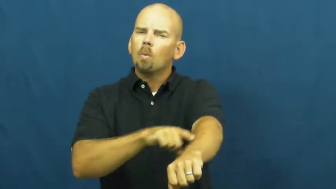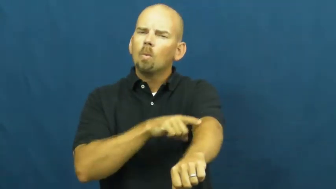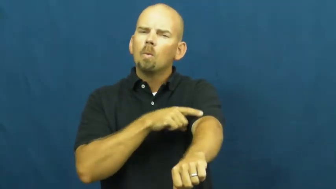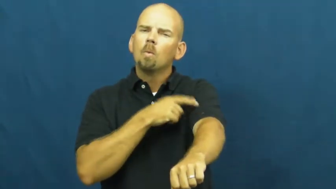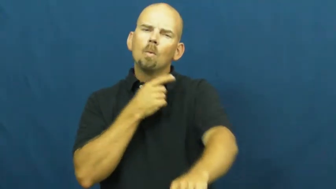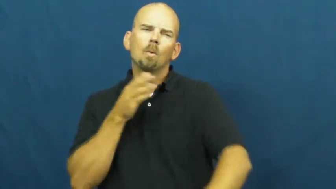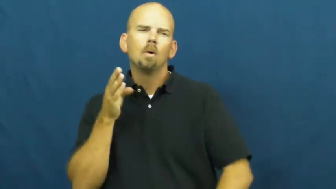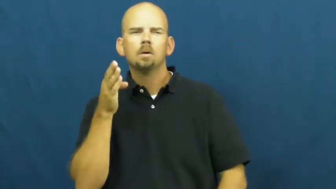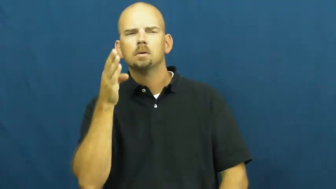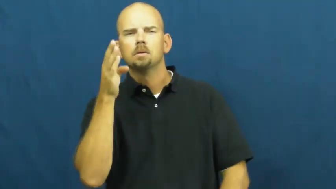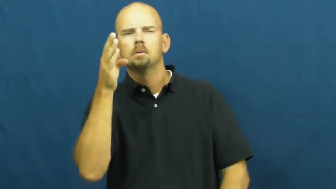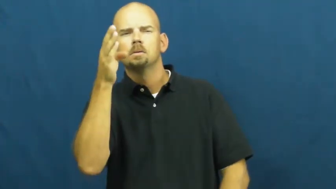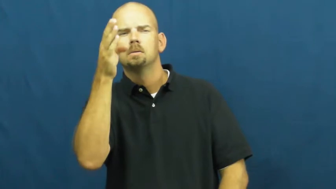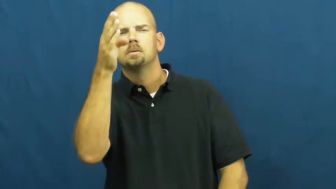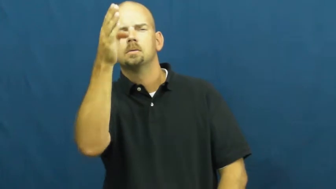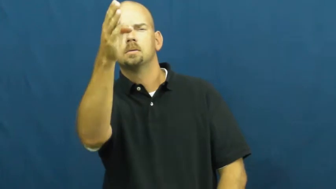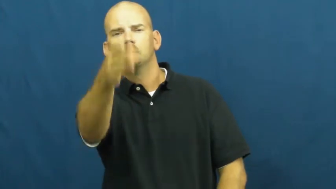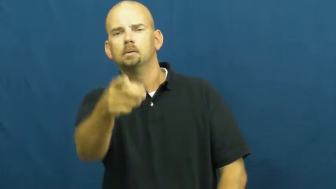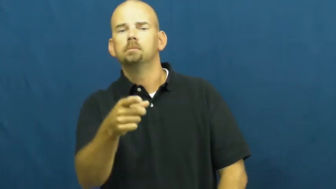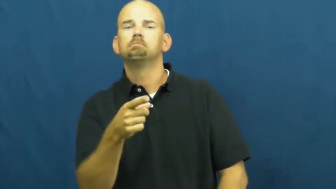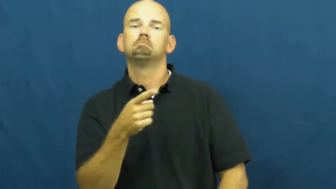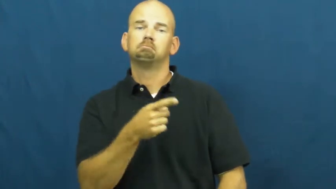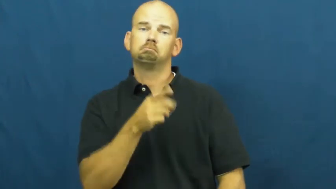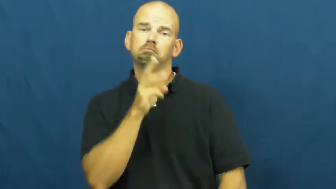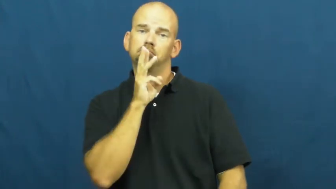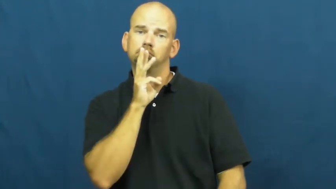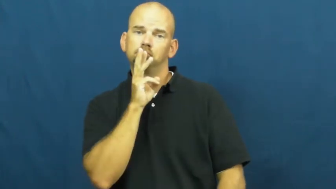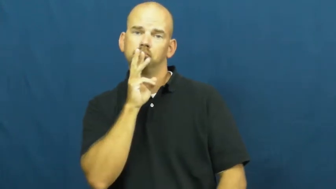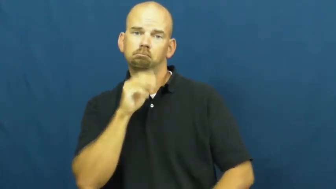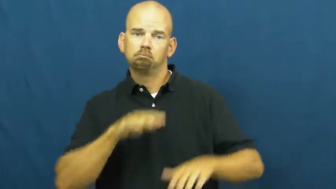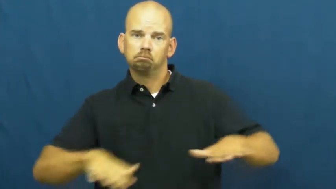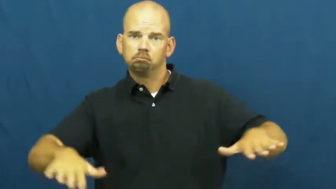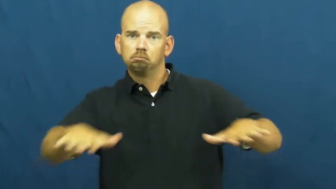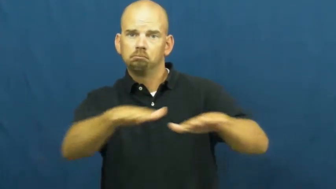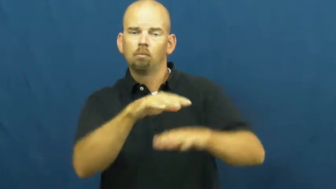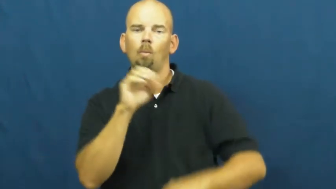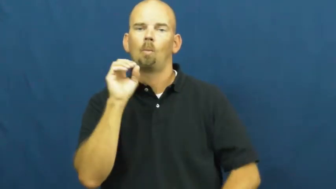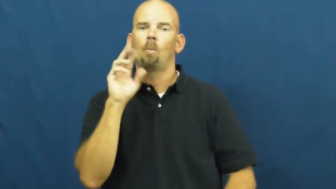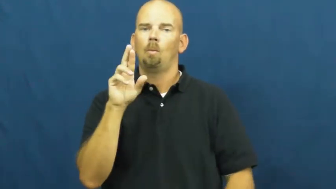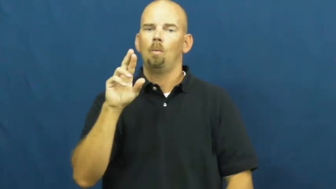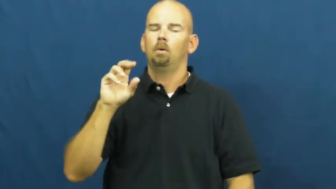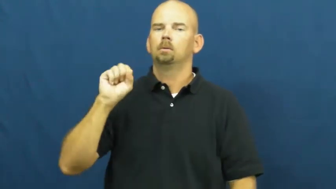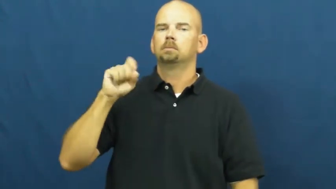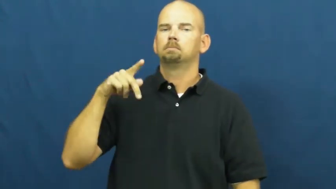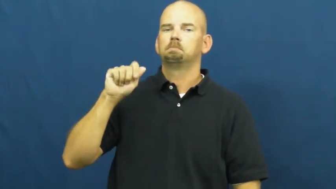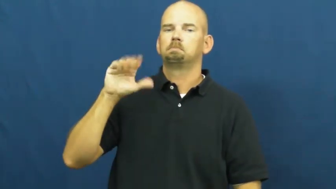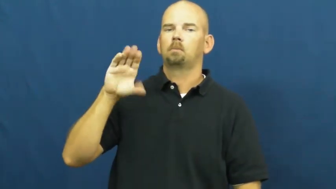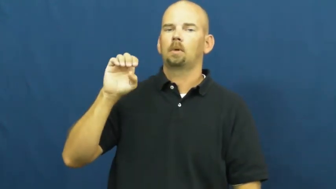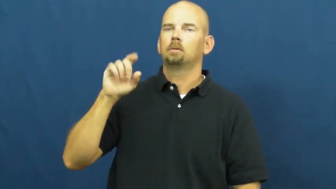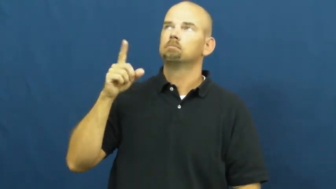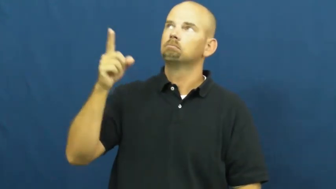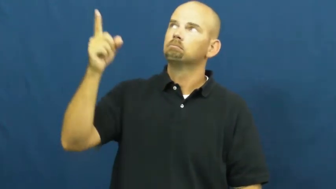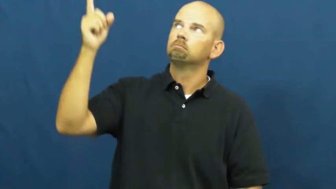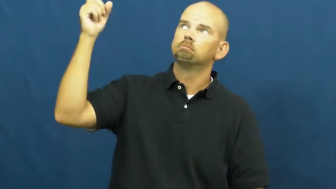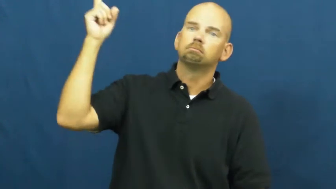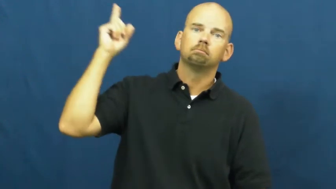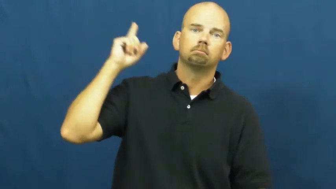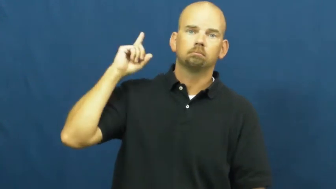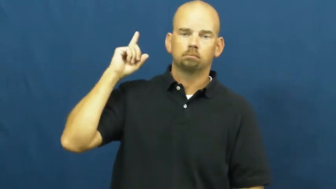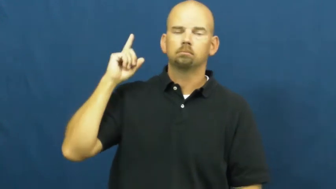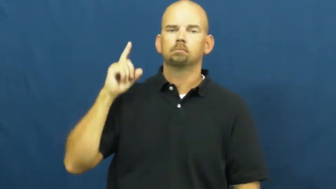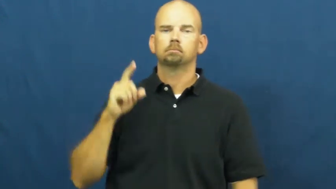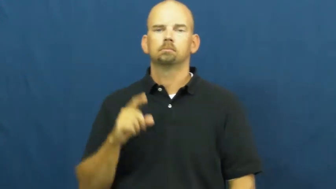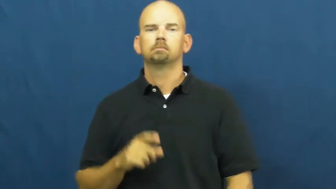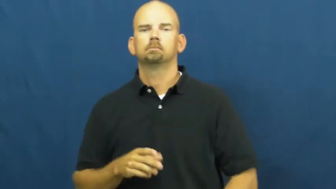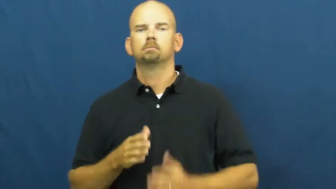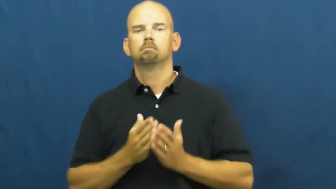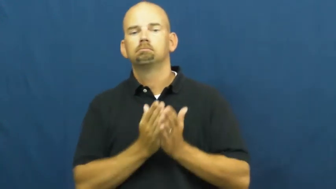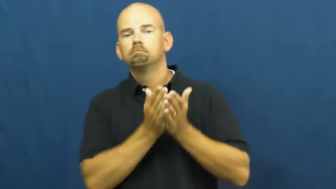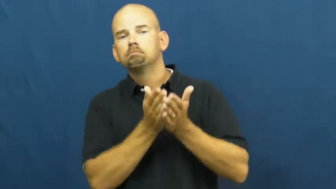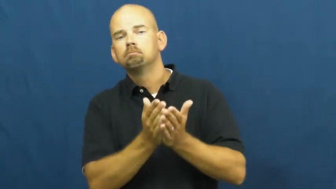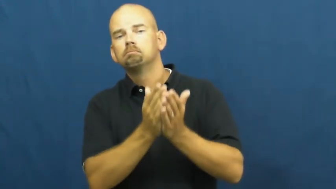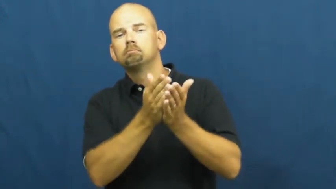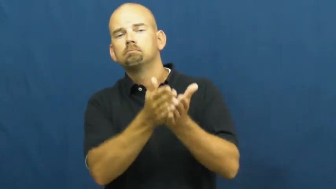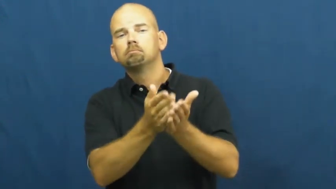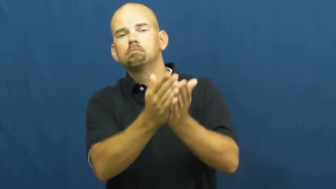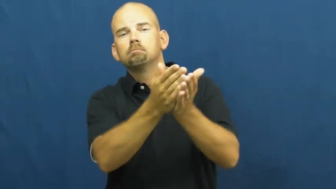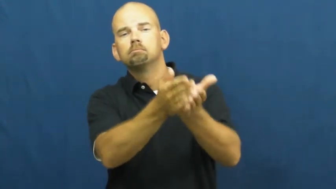voyage